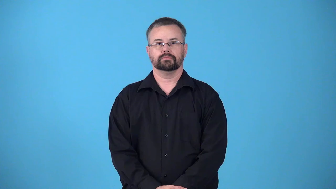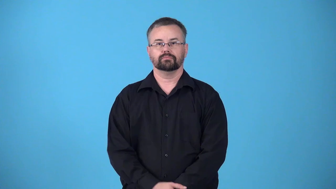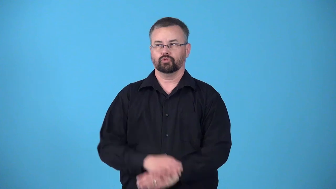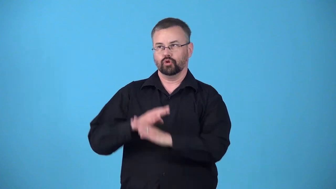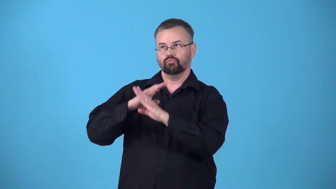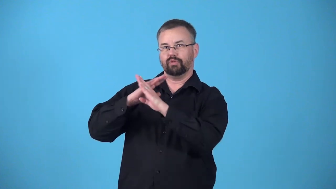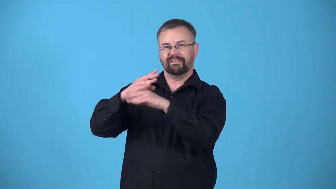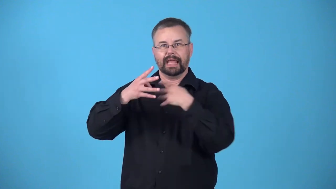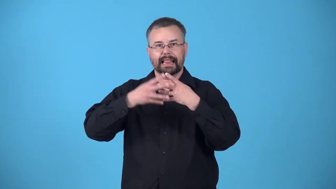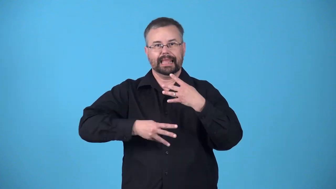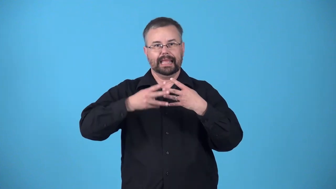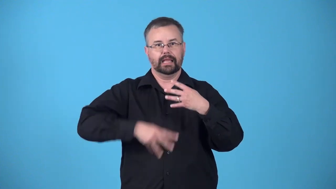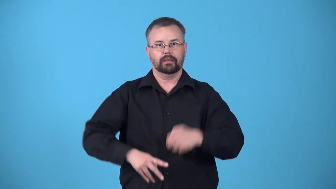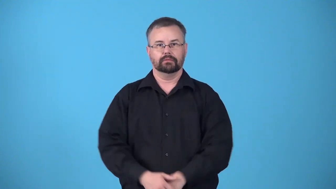leakproof